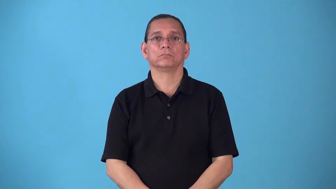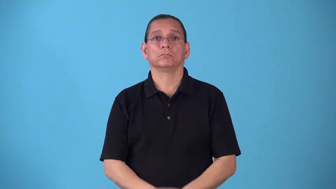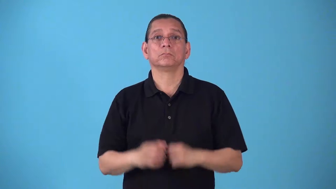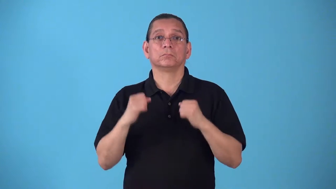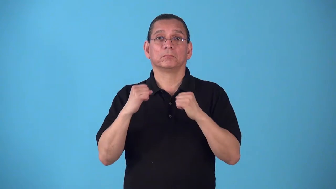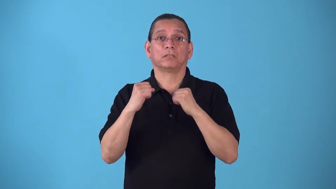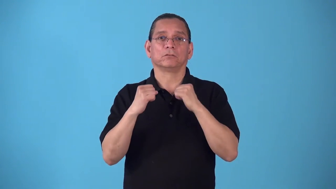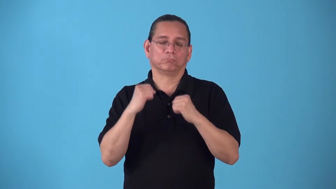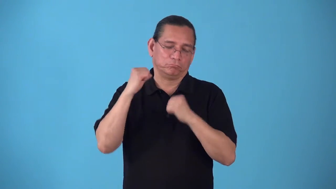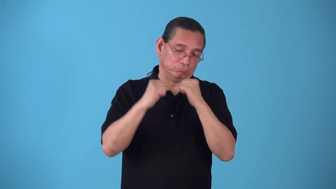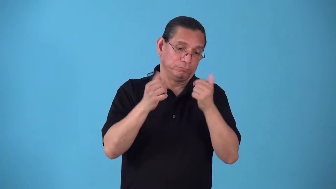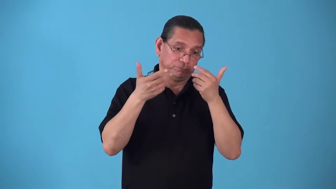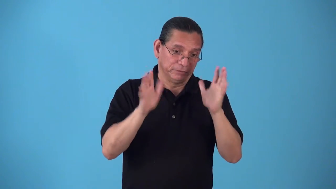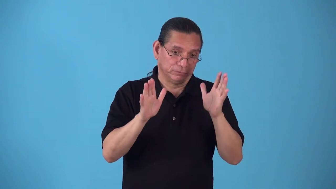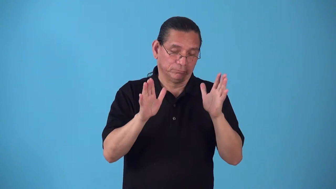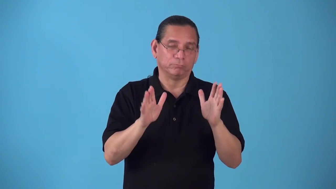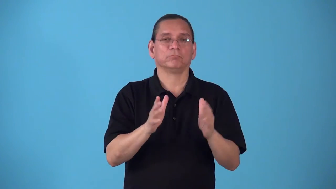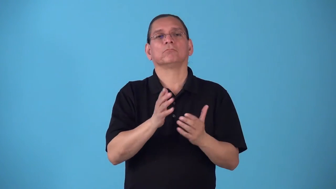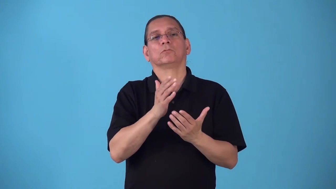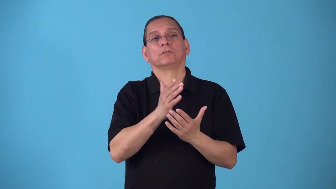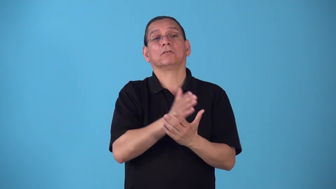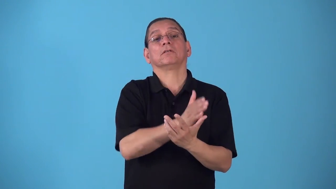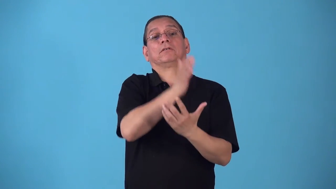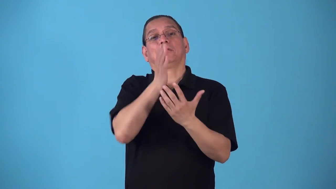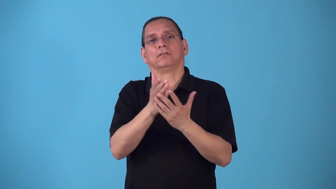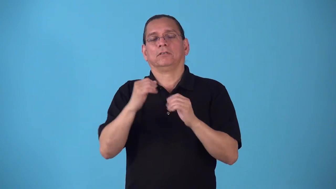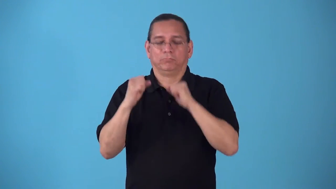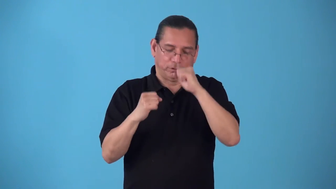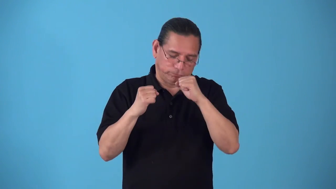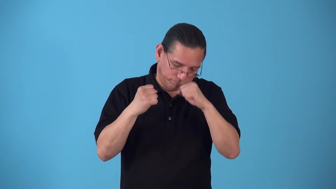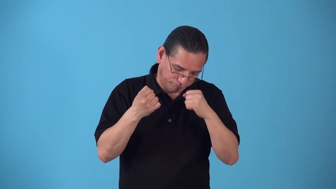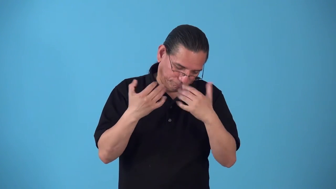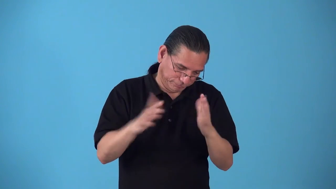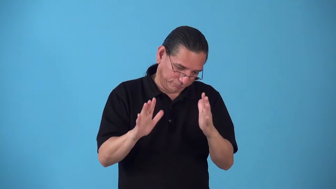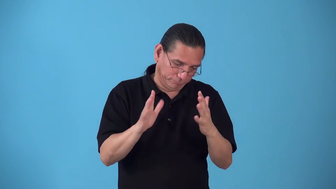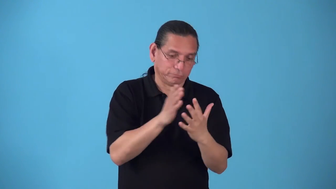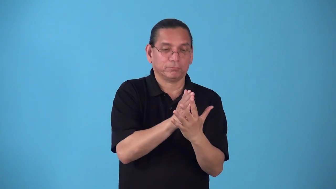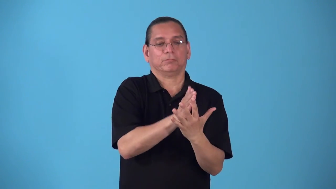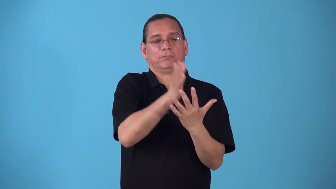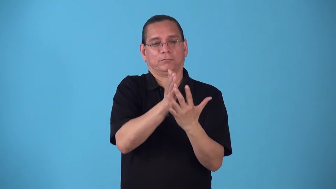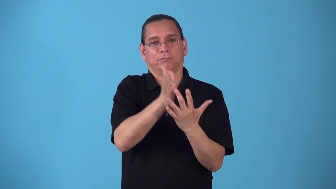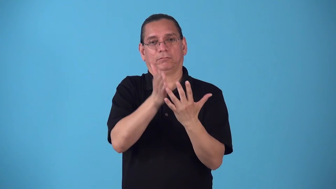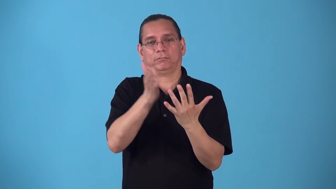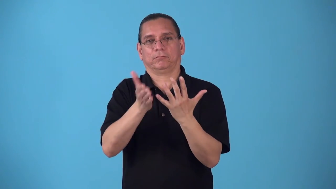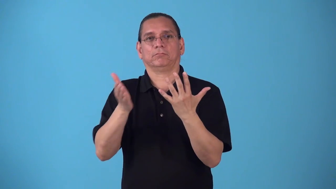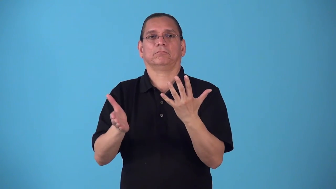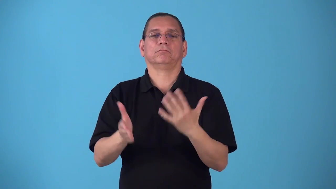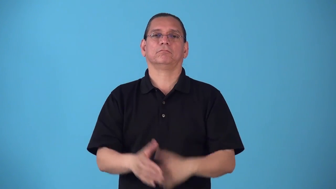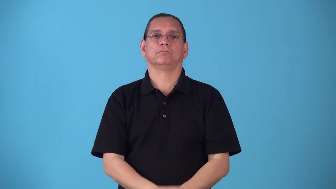round-boxing